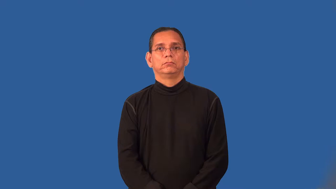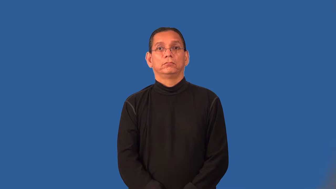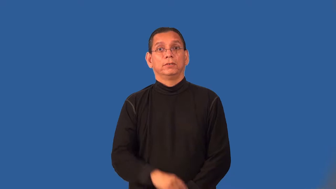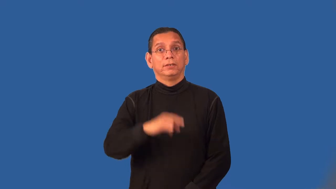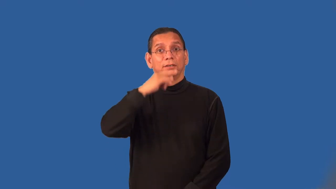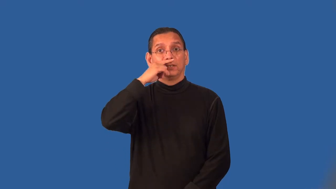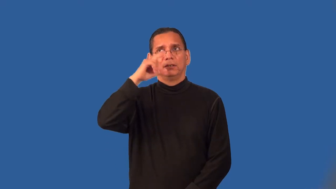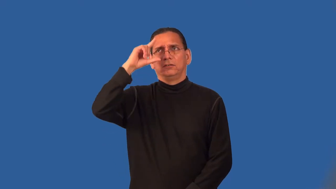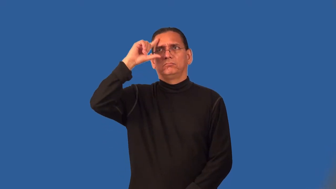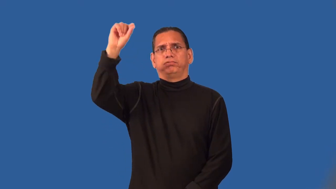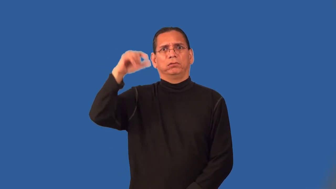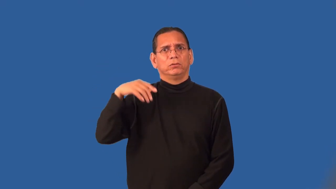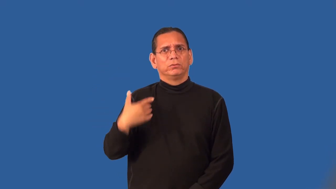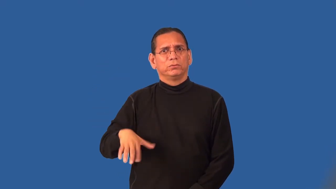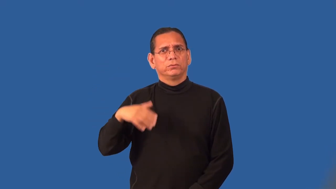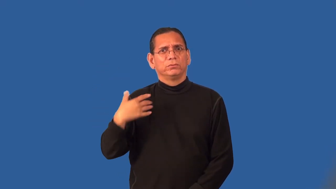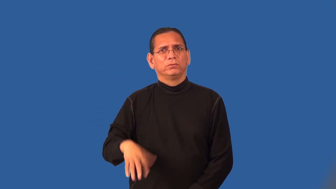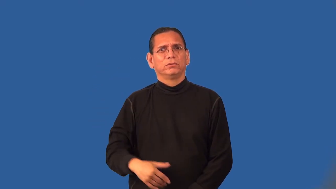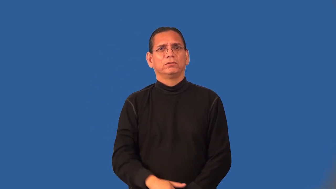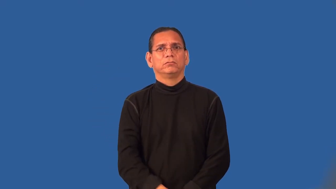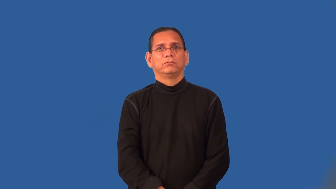prodigy-gifted child